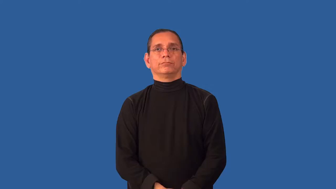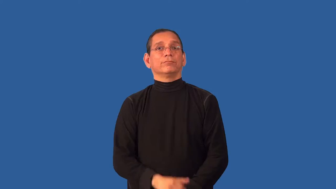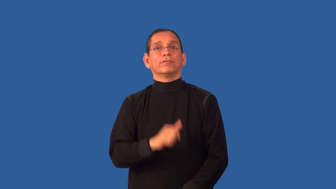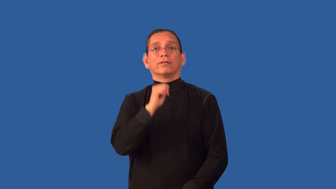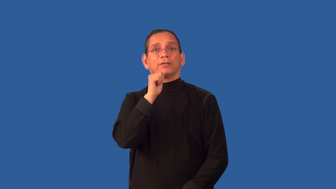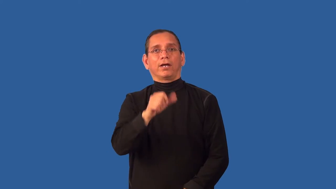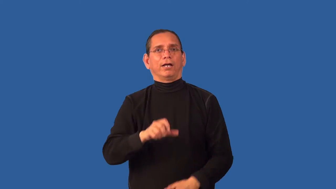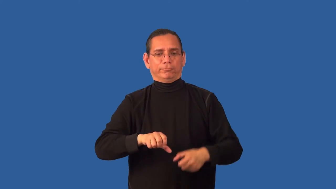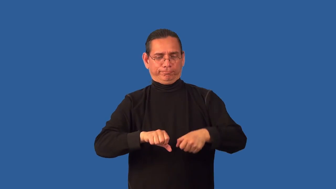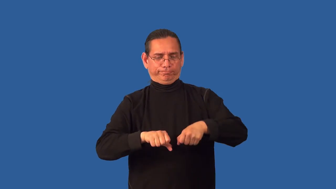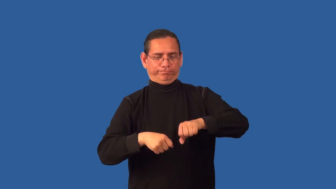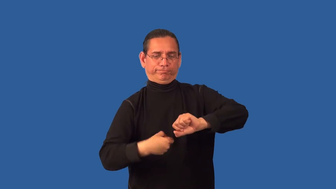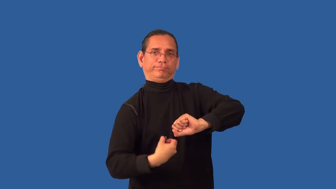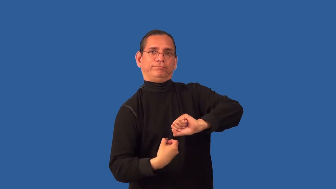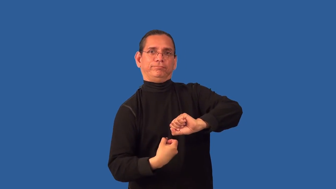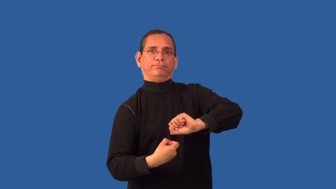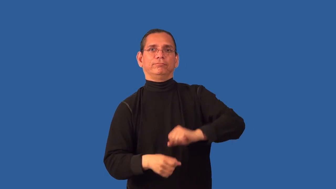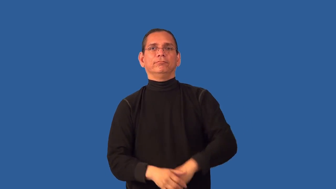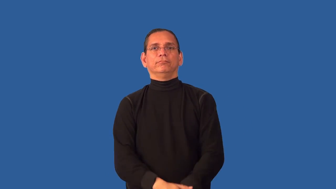untwisted